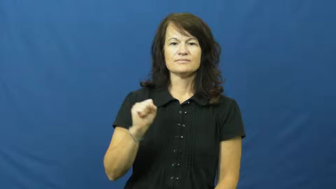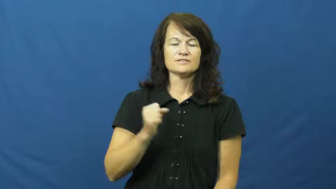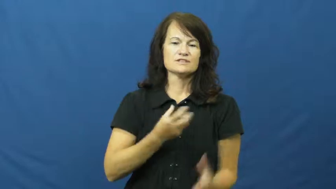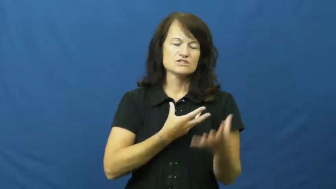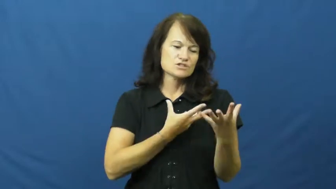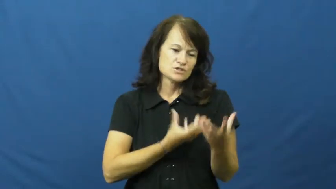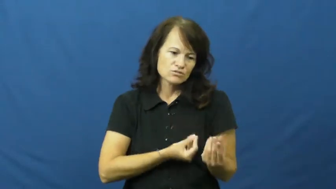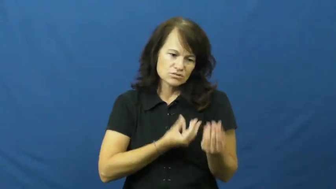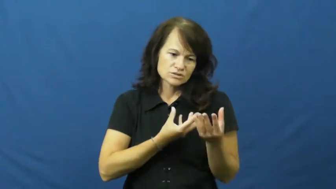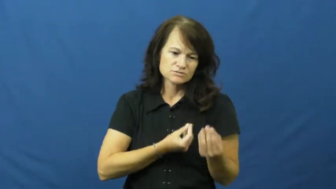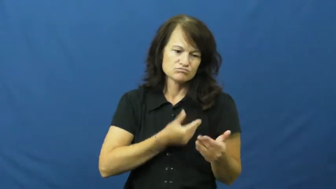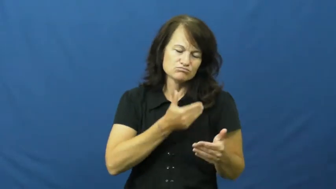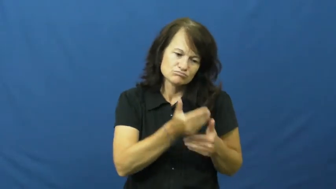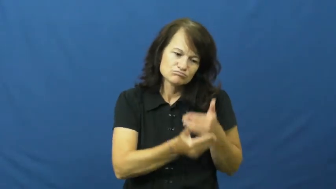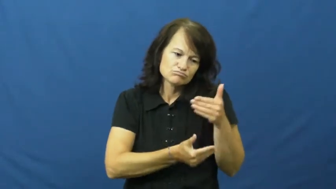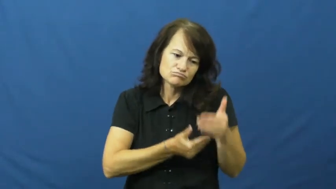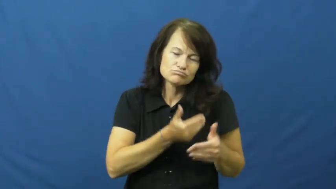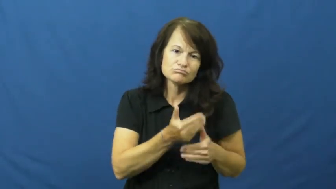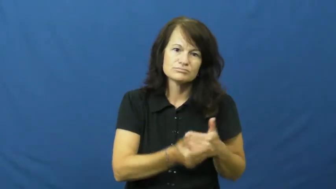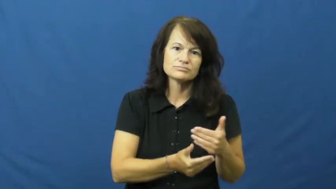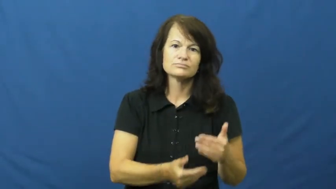generous,giving,beneficent,bighearted,bounty,openhanded,unstinting,benefaction,bountiful